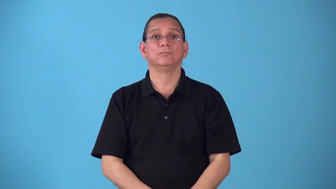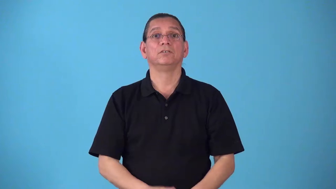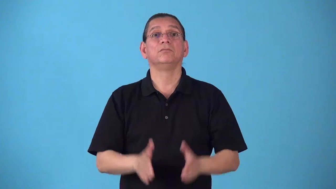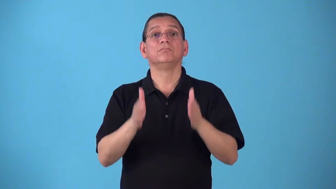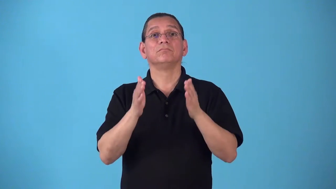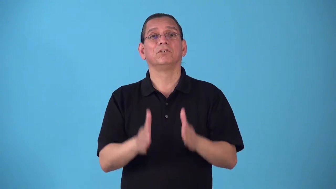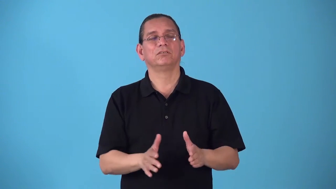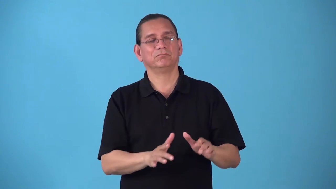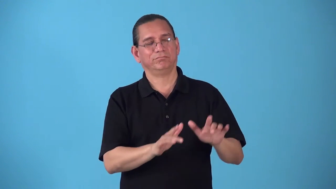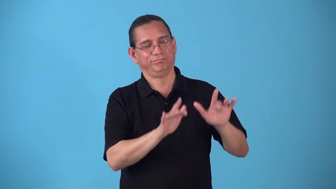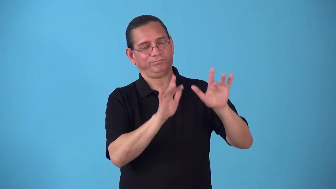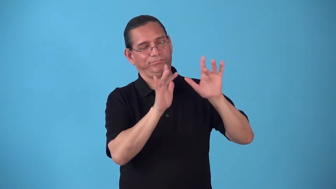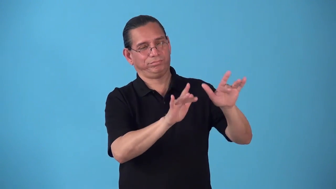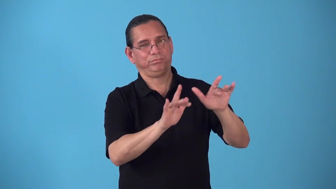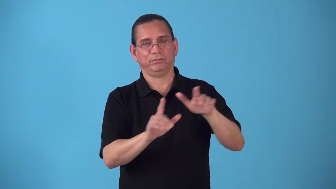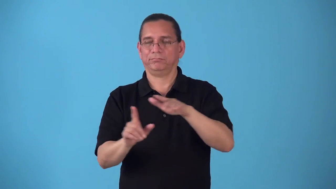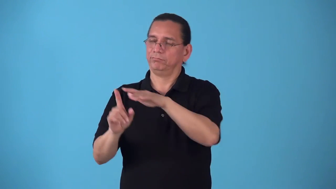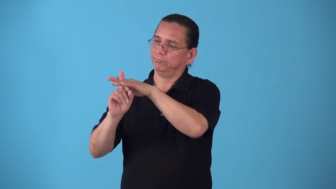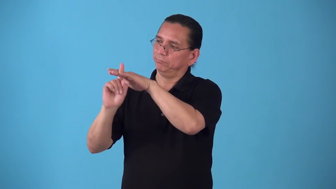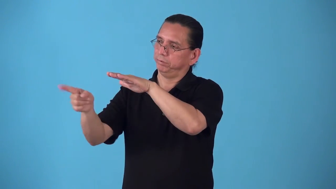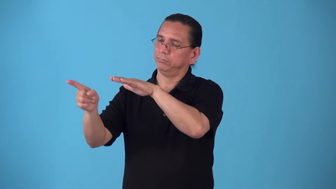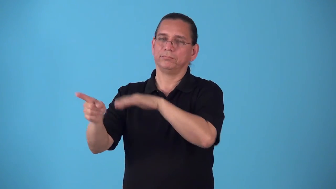sellout-person deserts friends or country